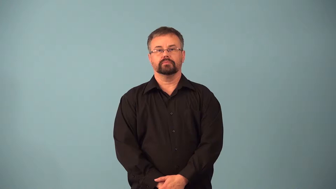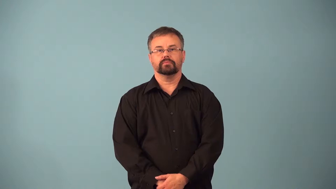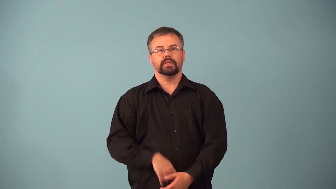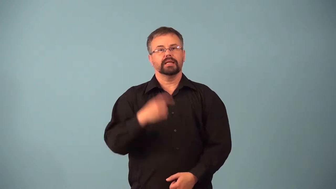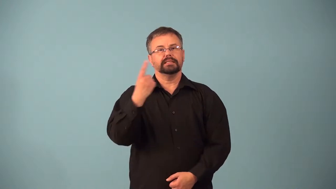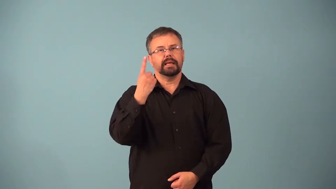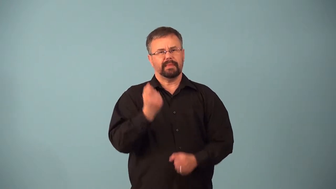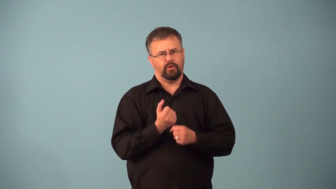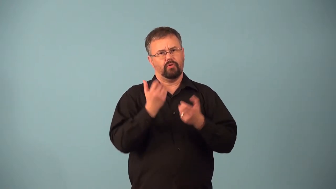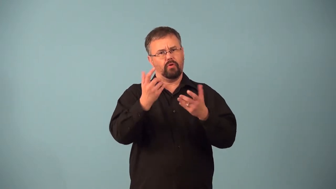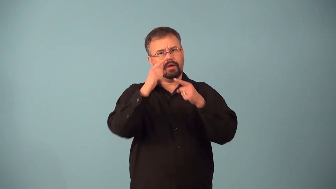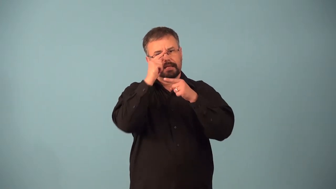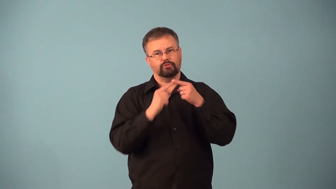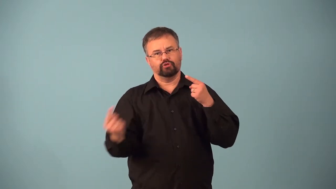allergen